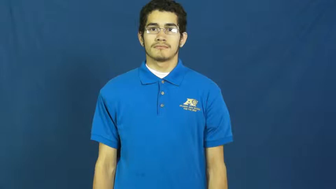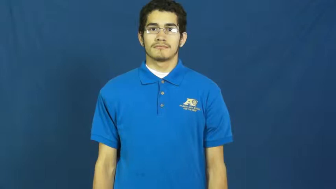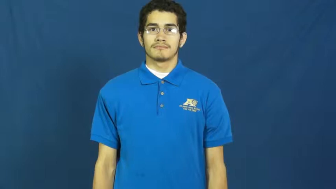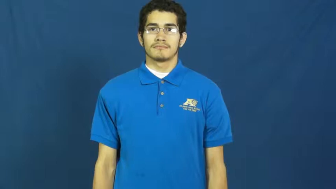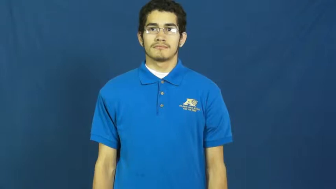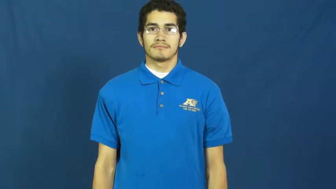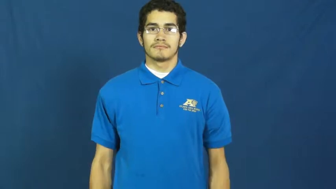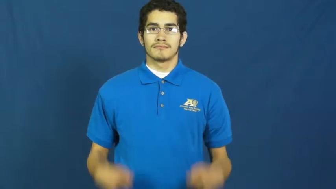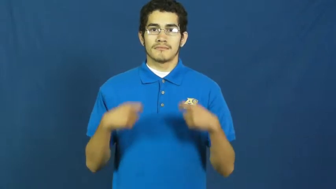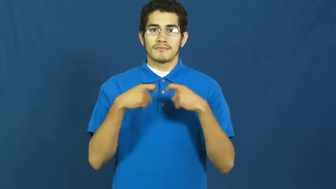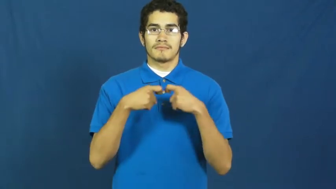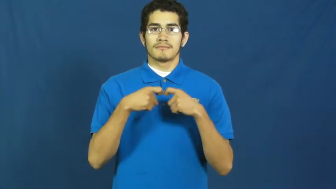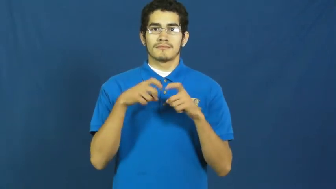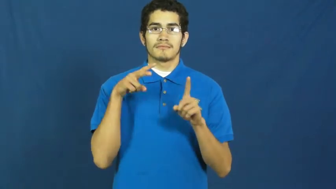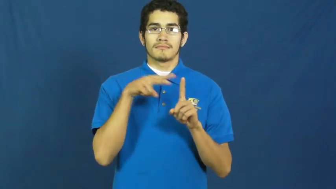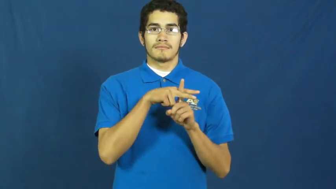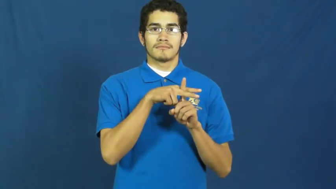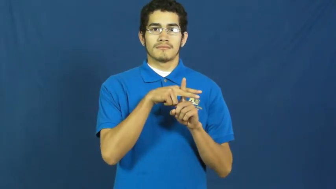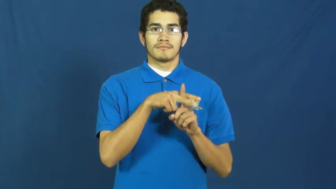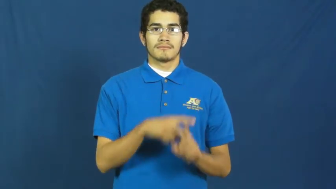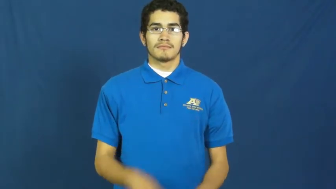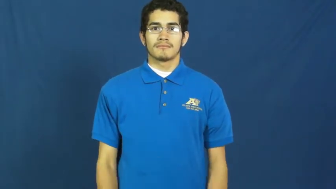receptacle-electric